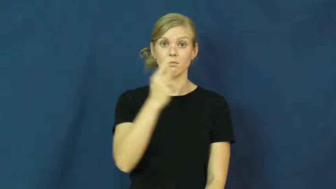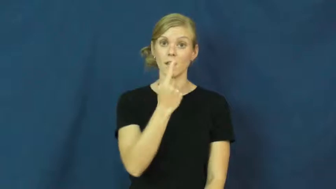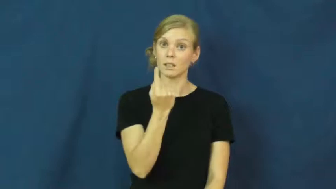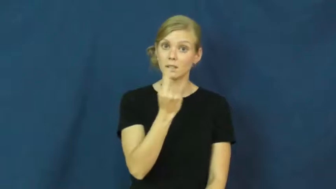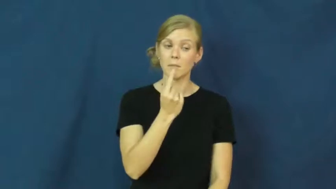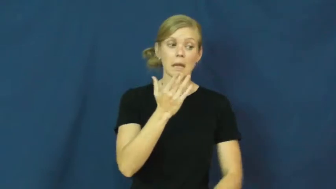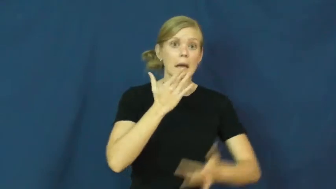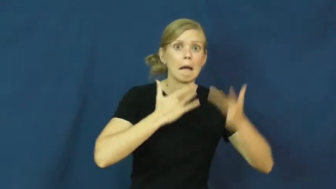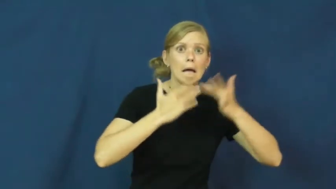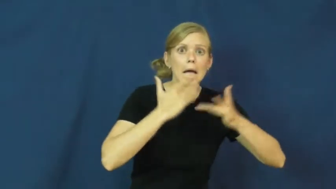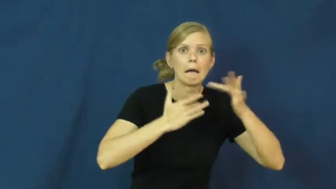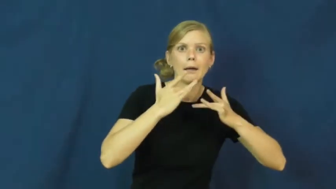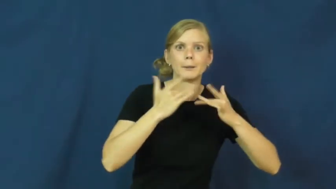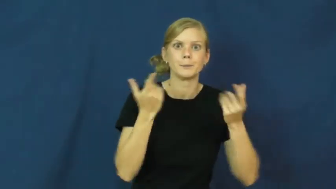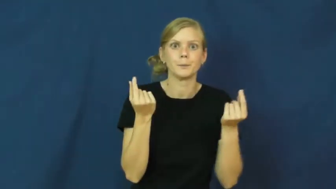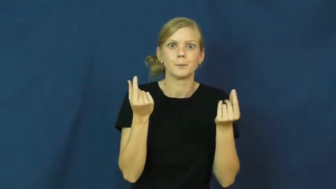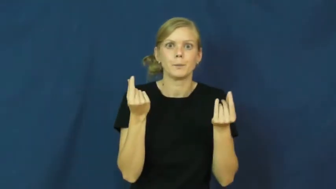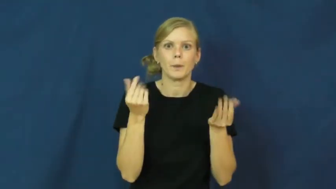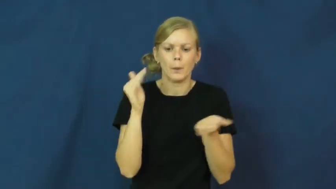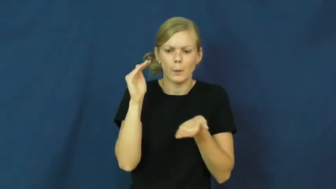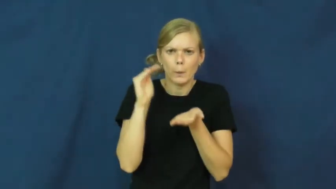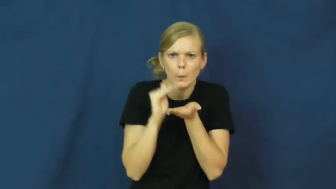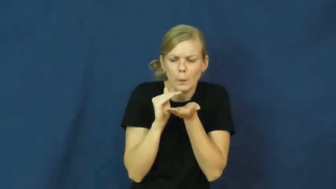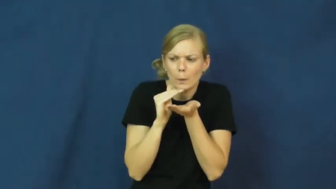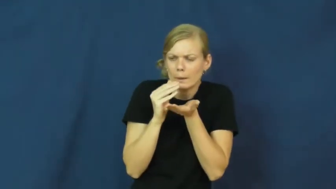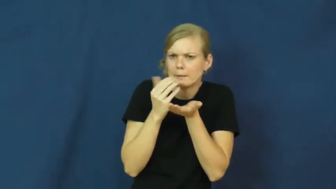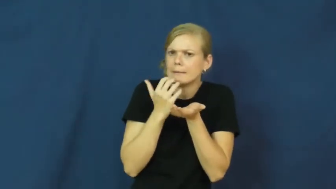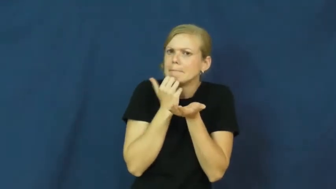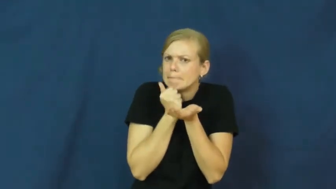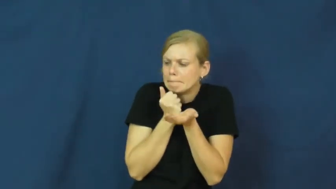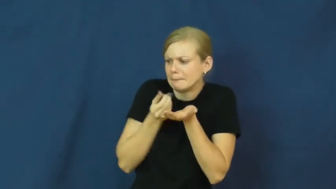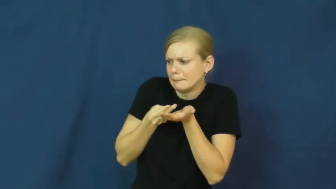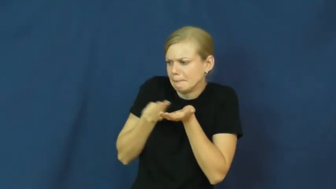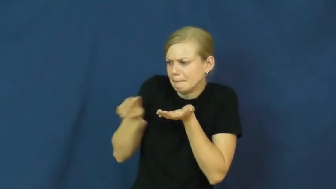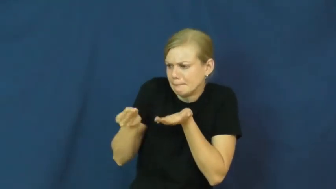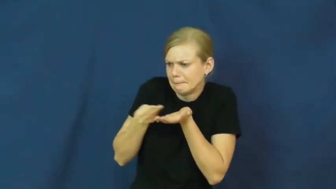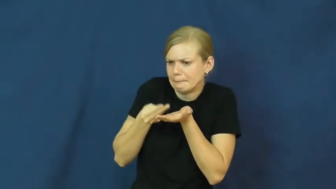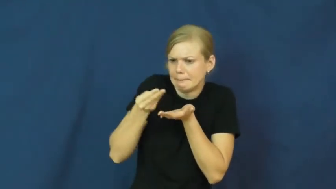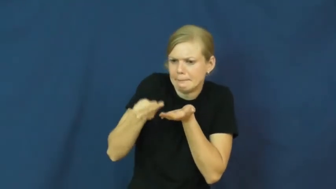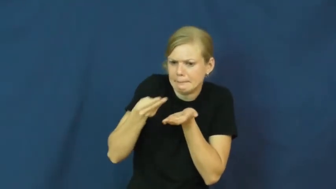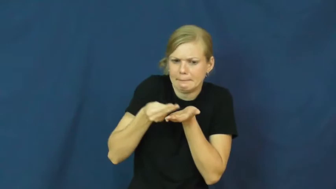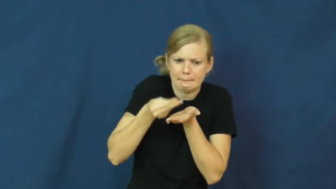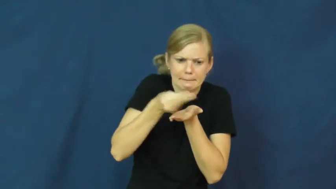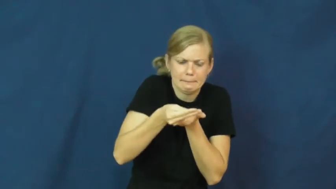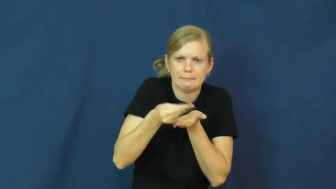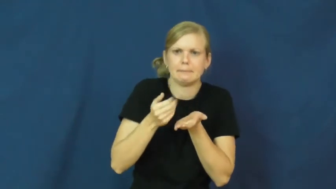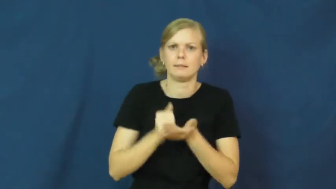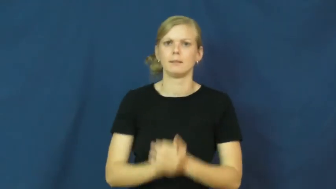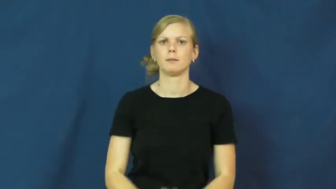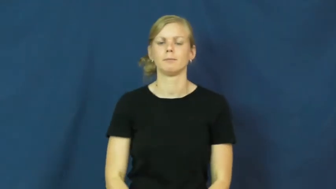ration,allowance